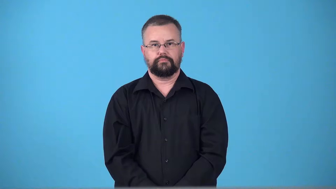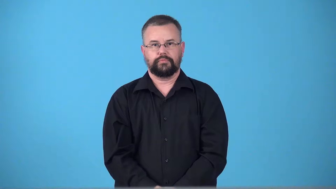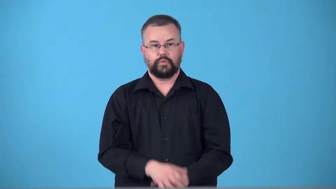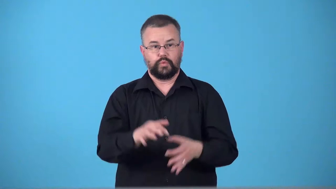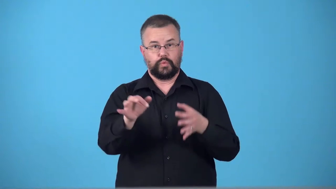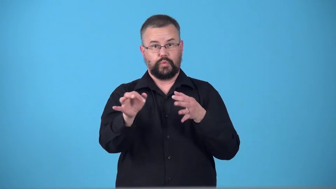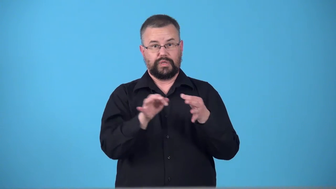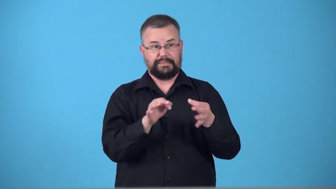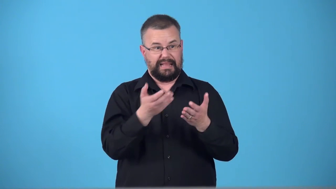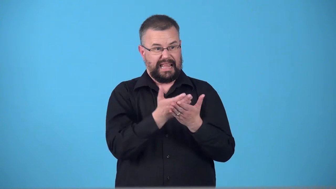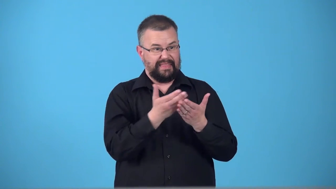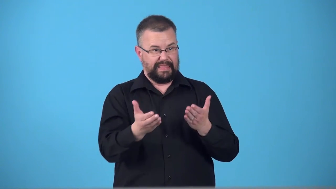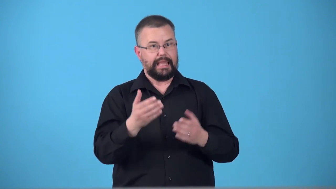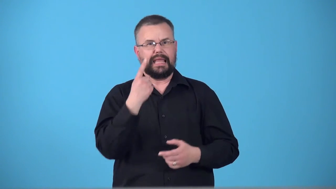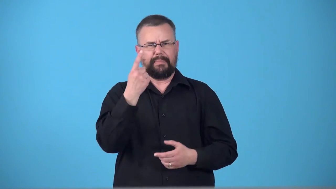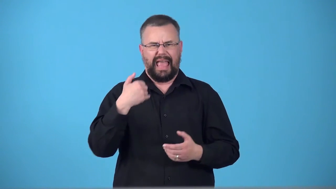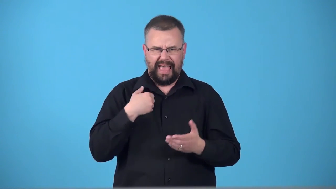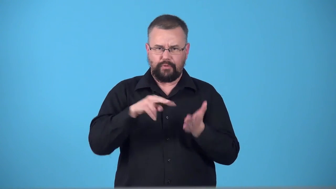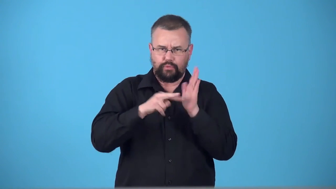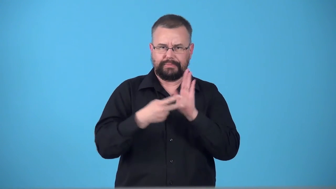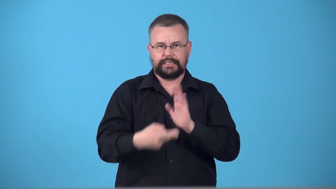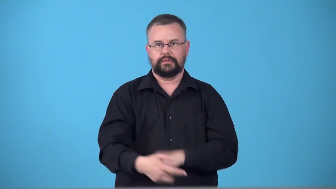teleology